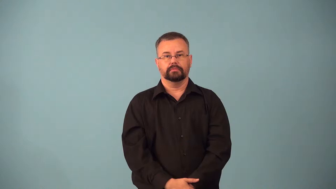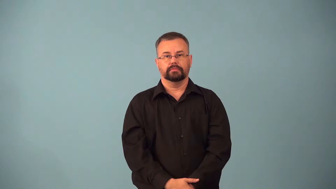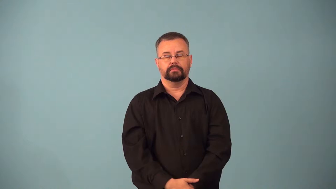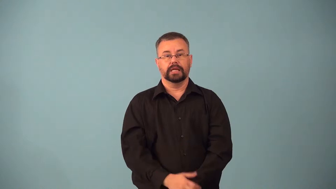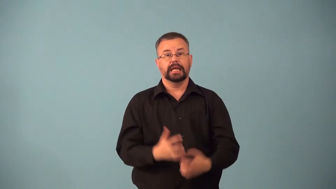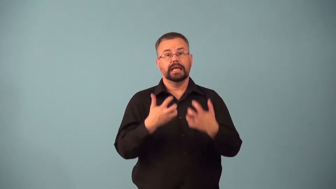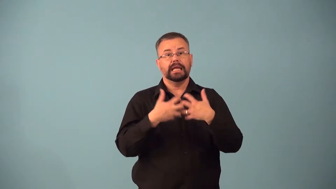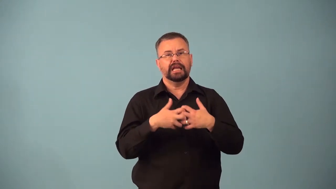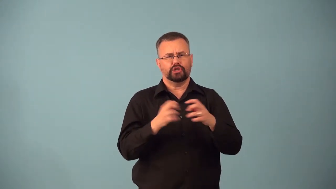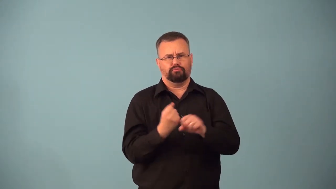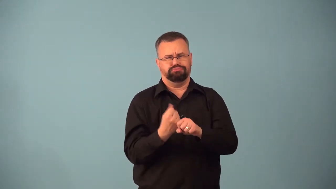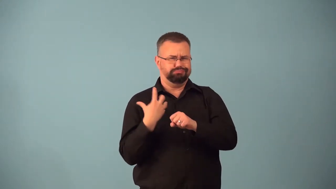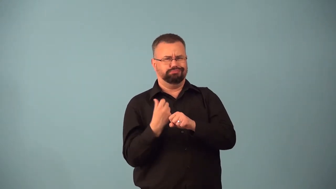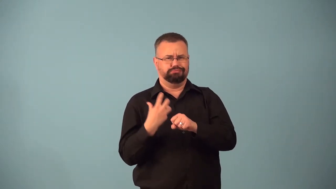backfire-car